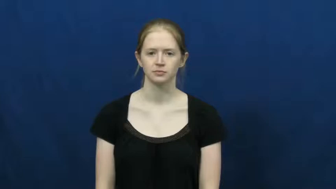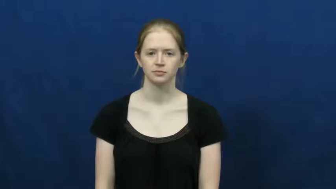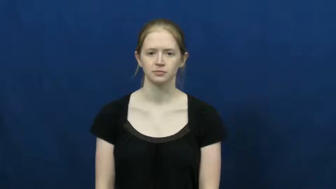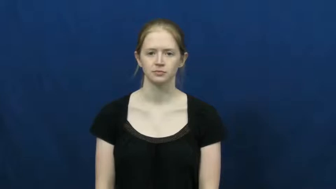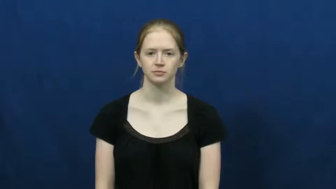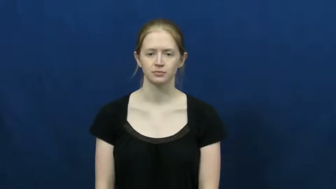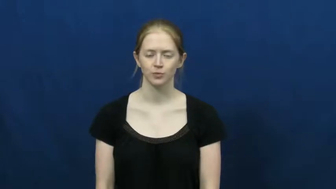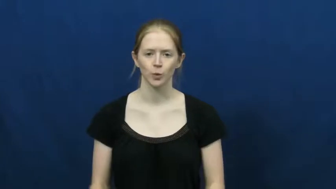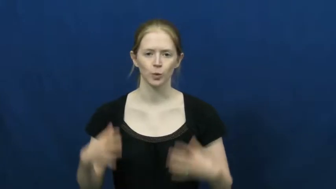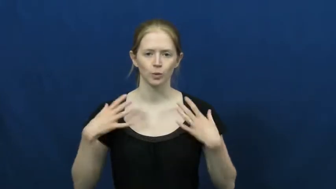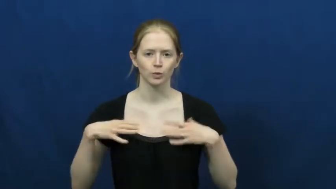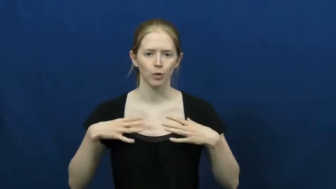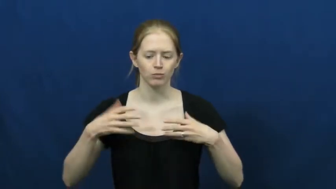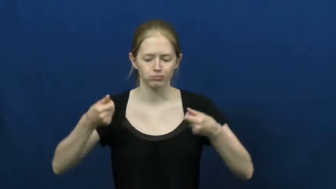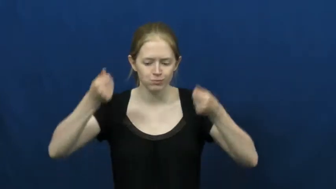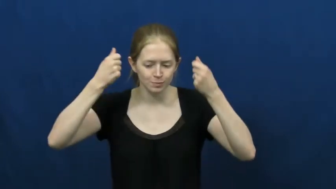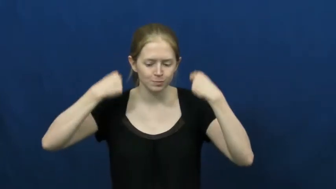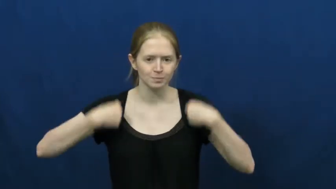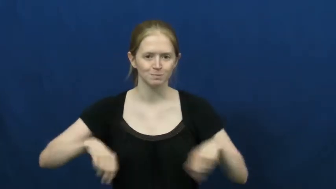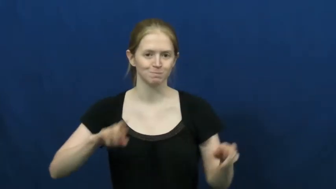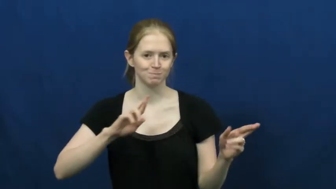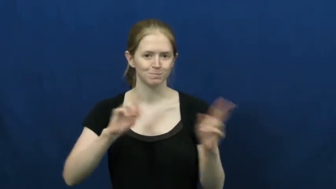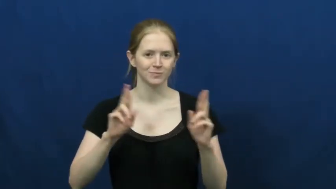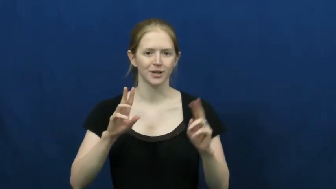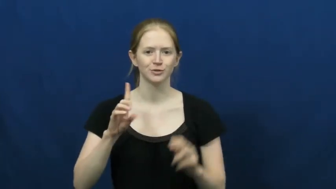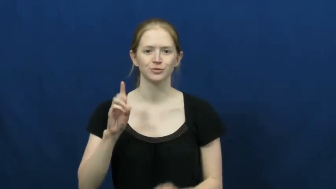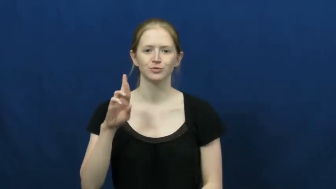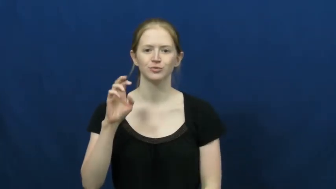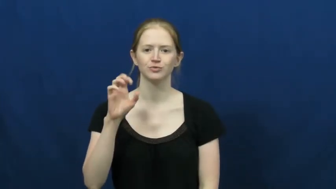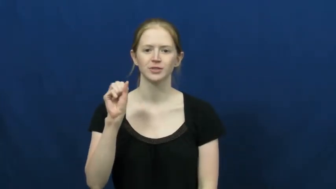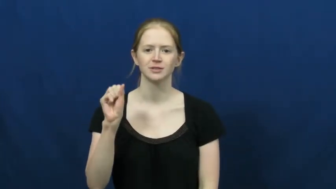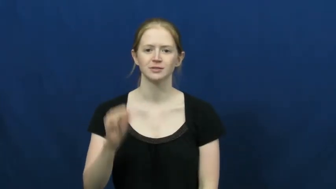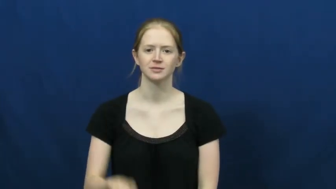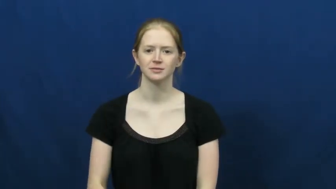garb-verb